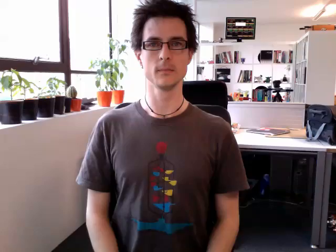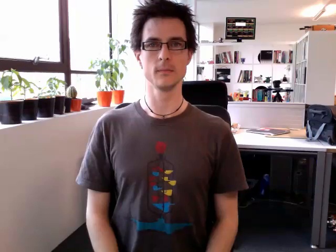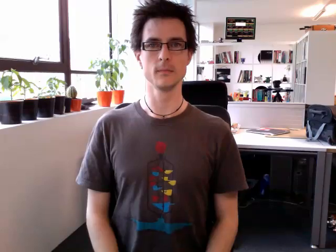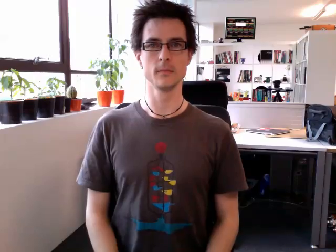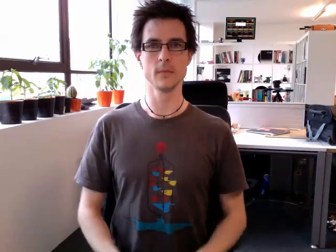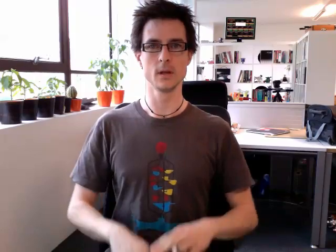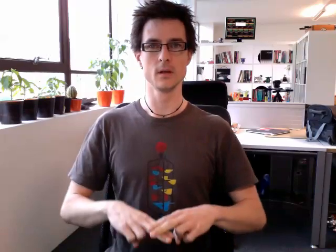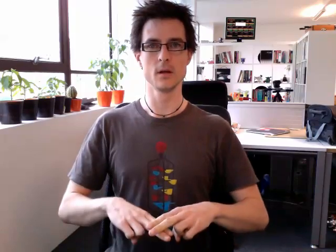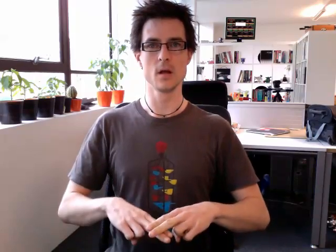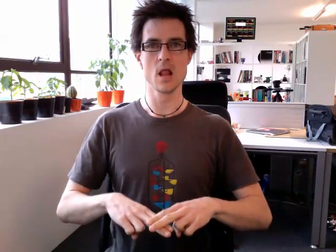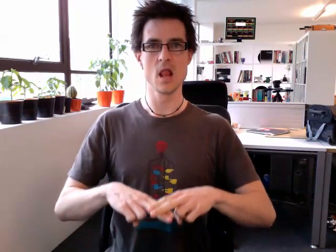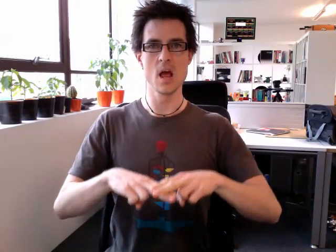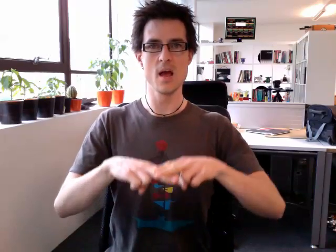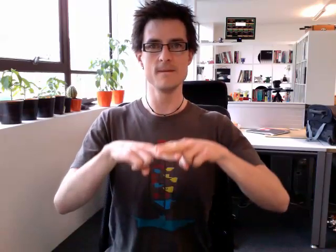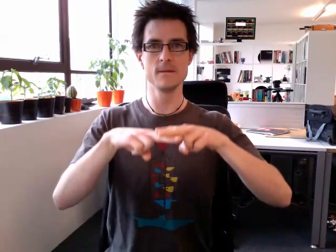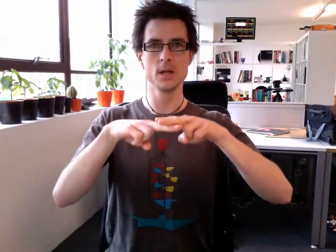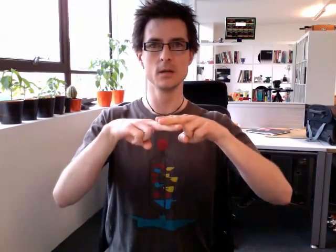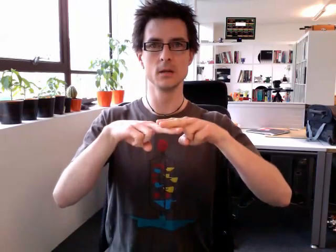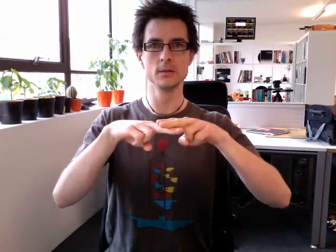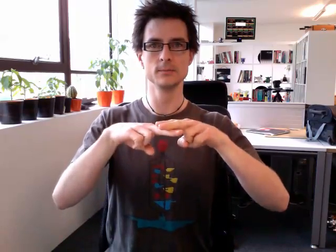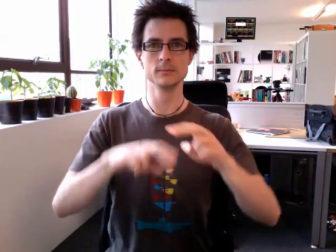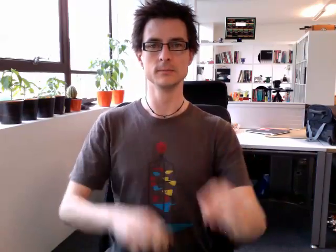lift